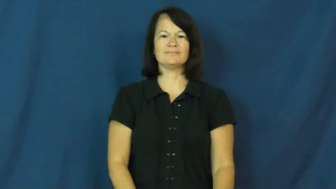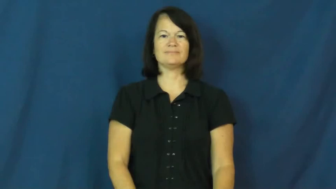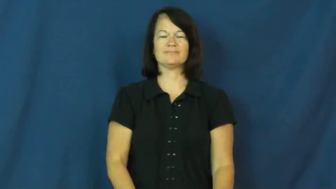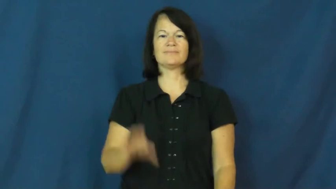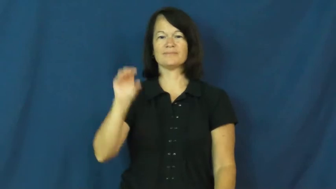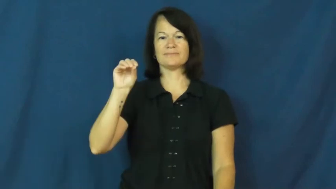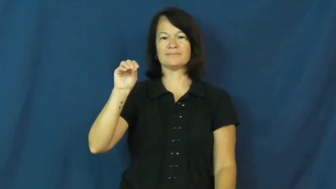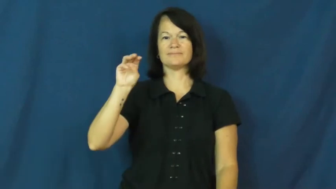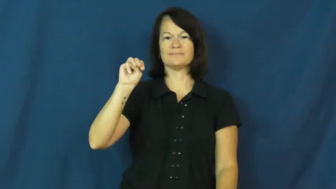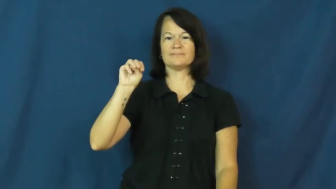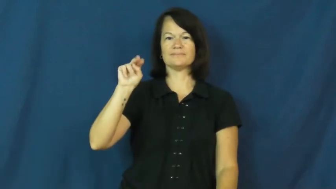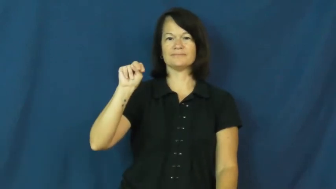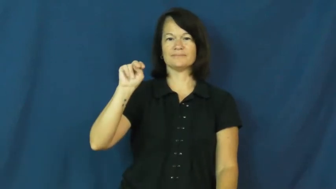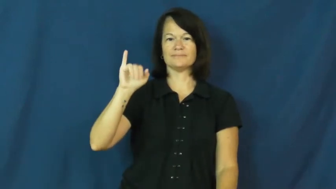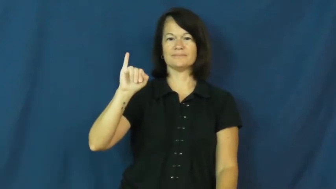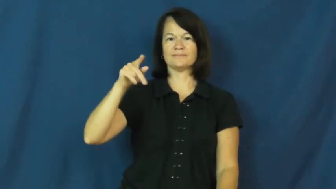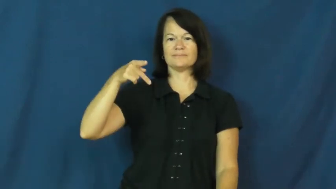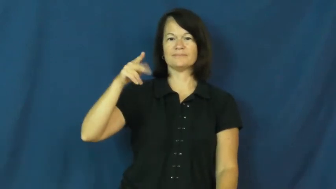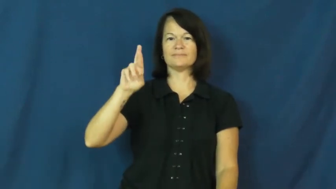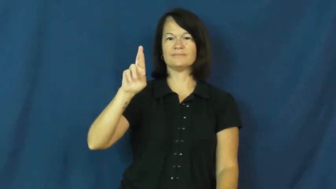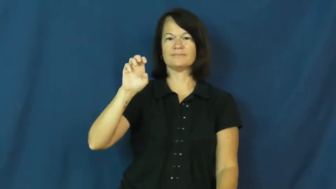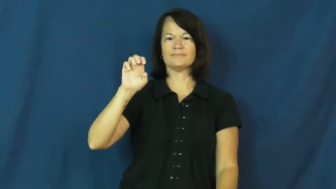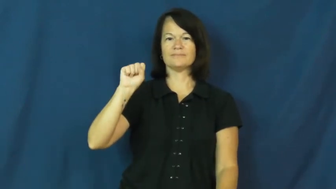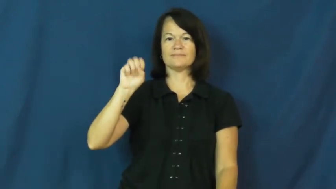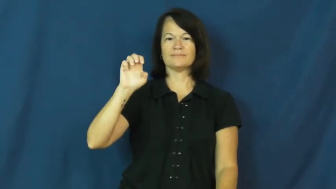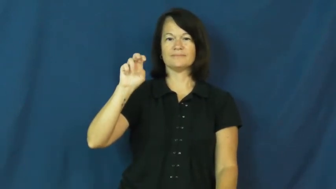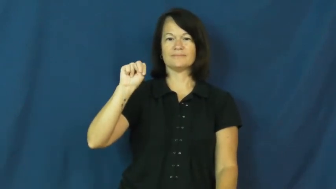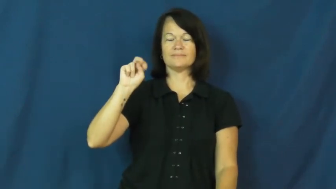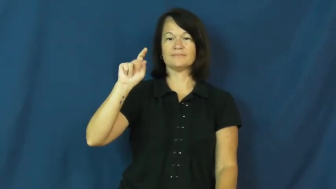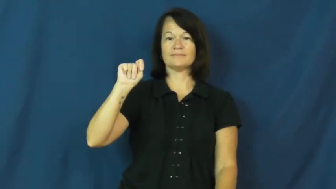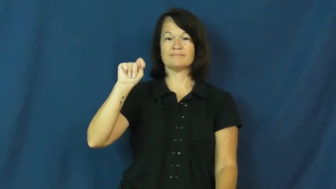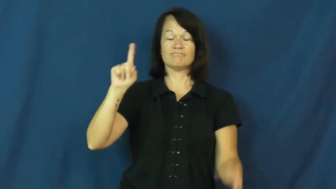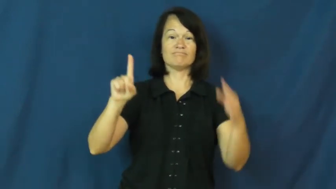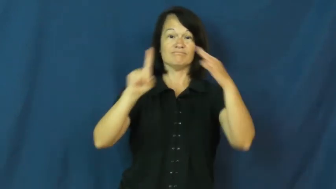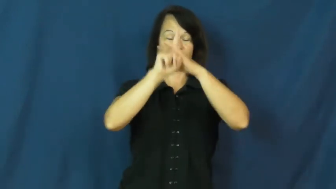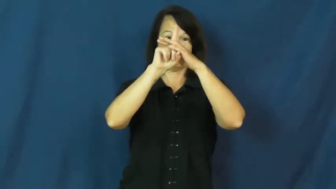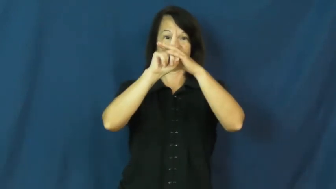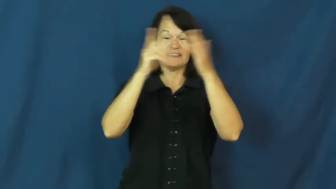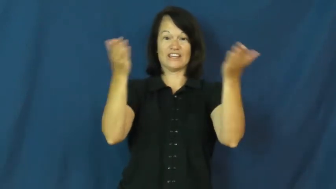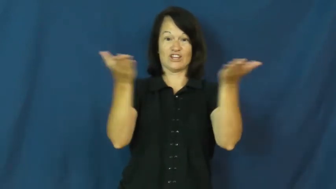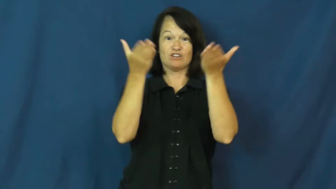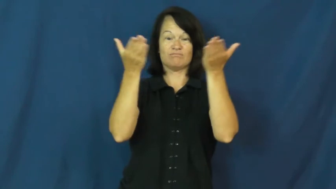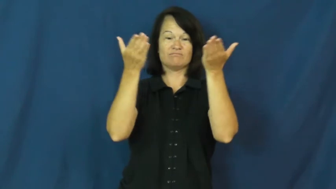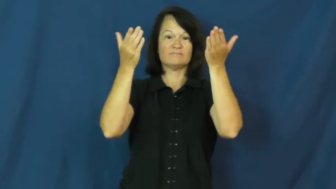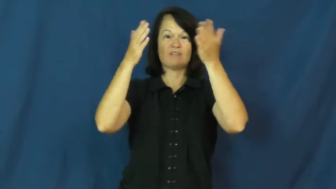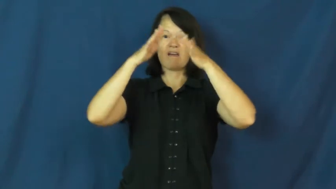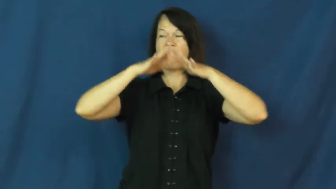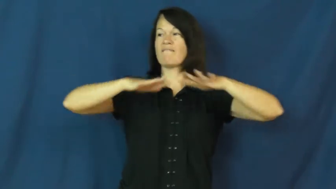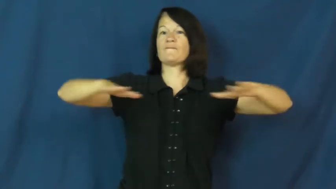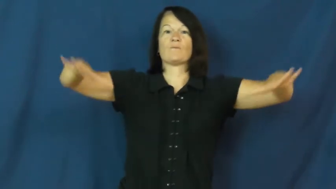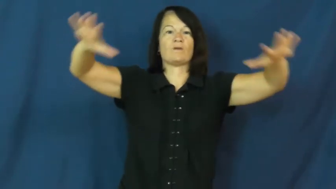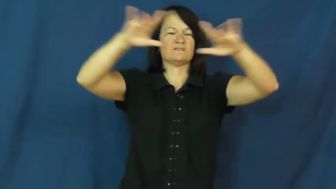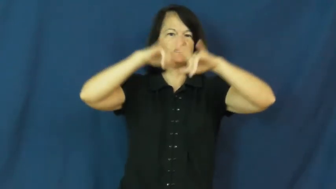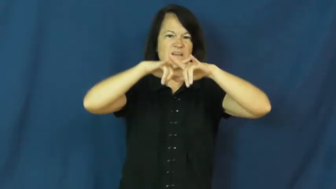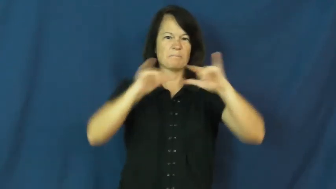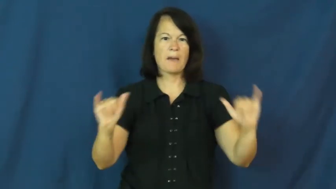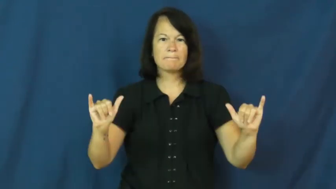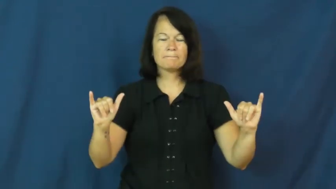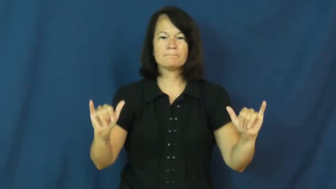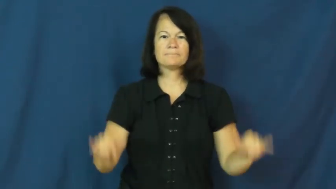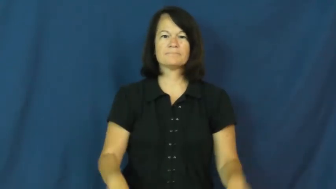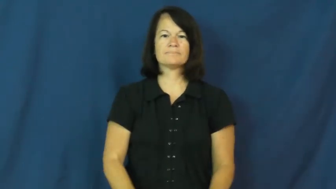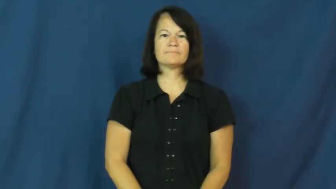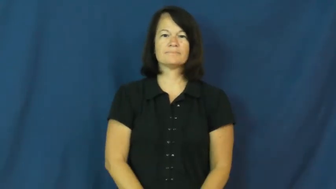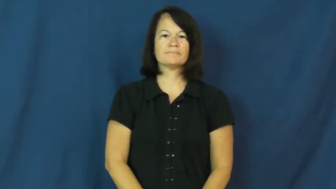omnipresent